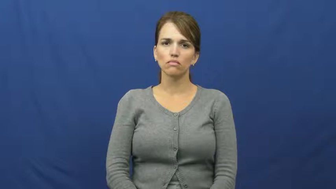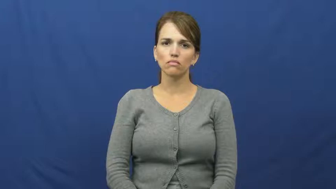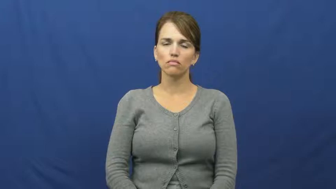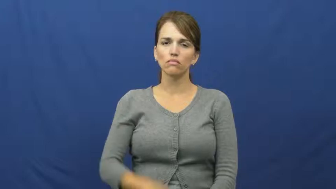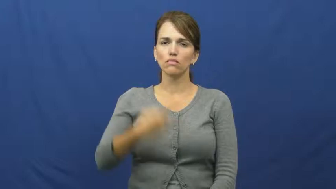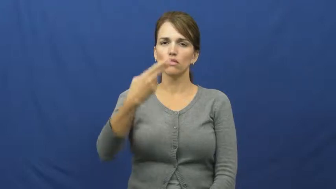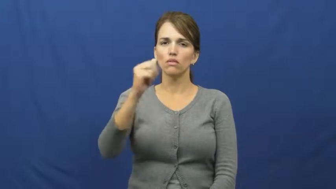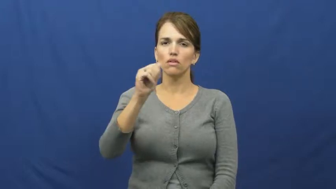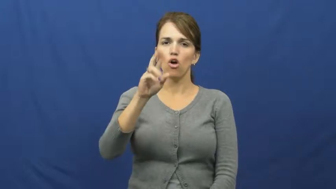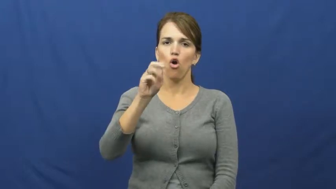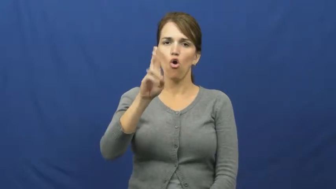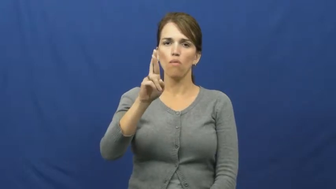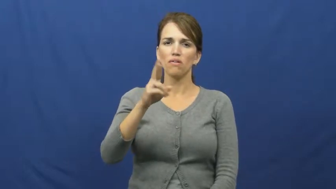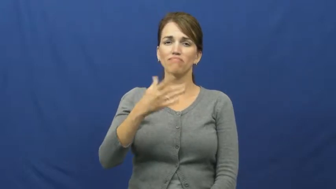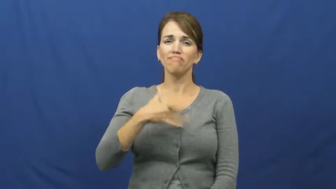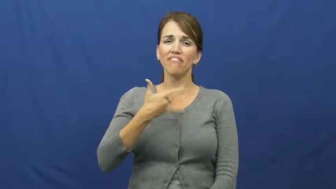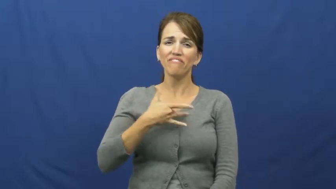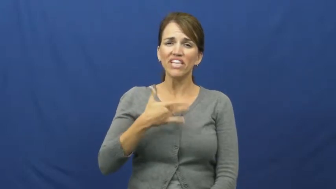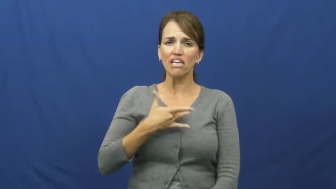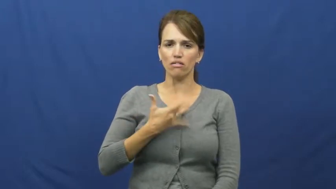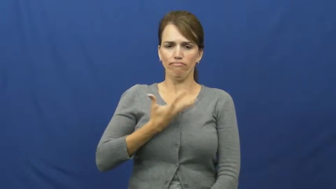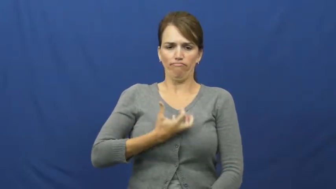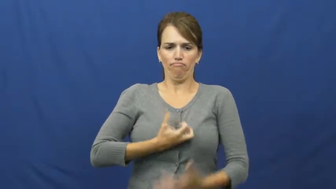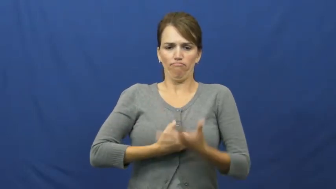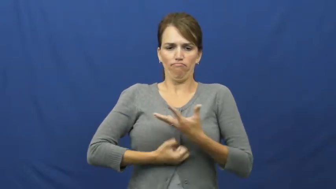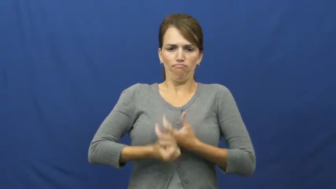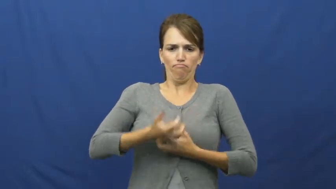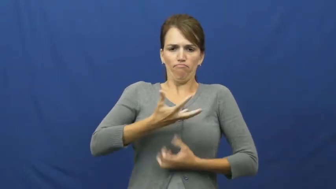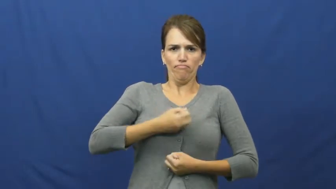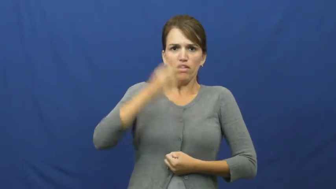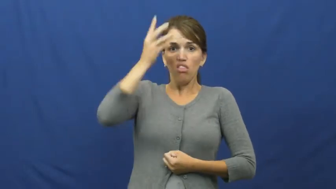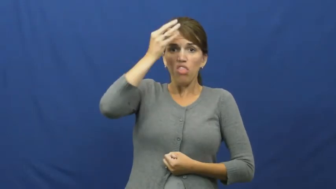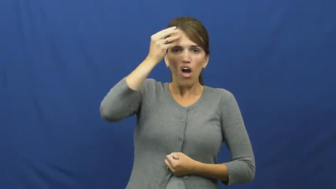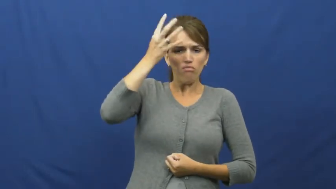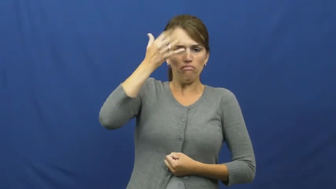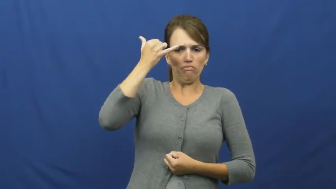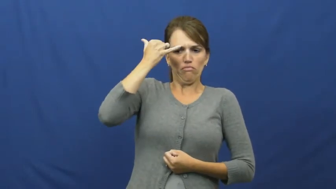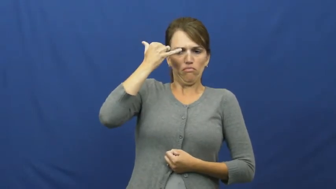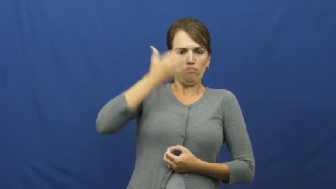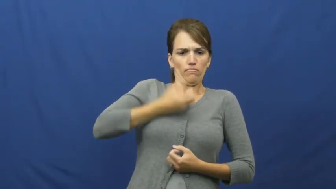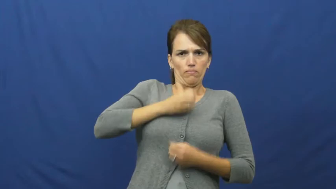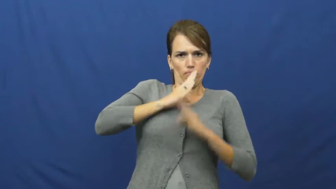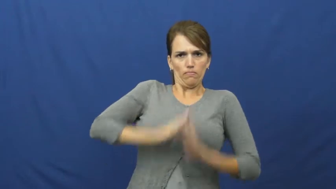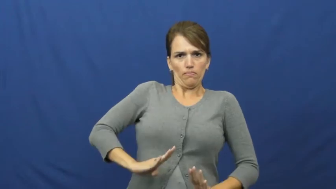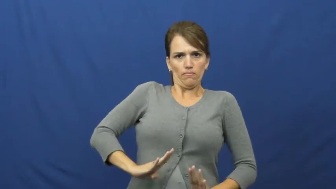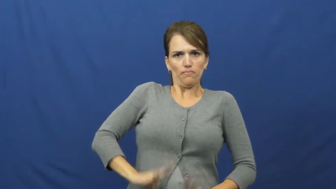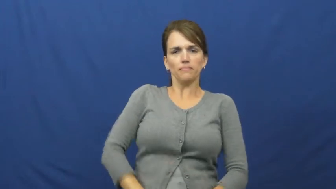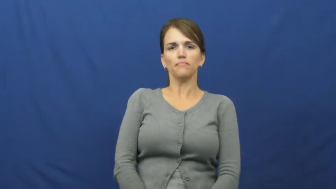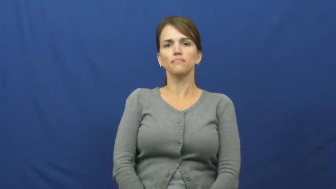harbor-feelings